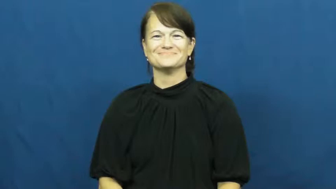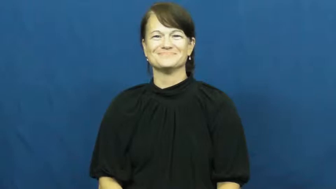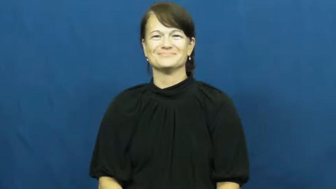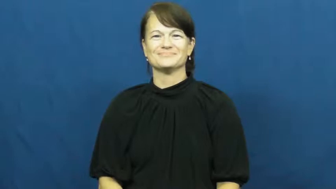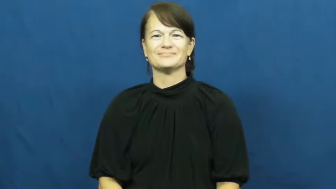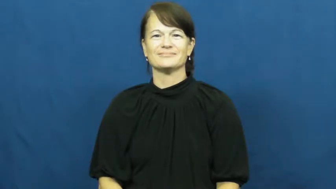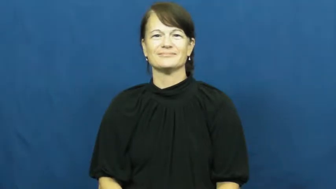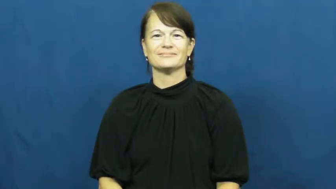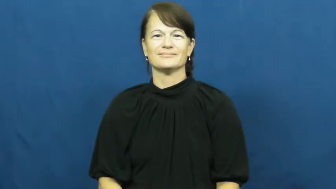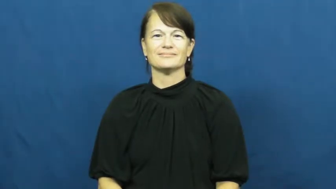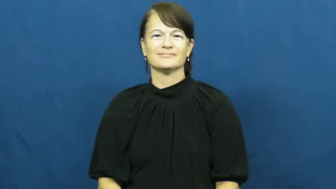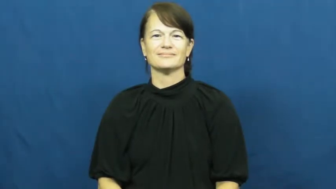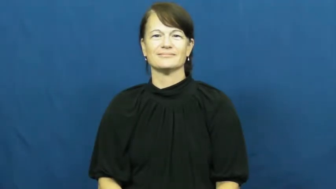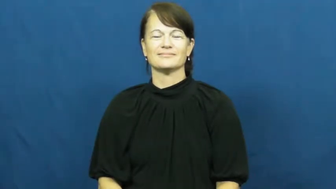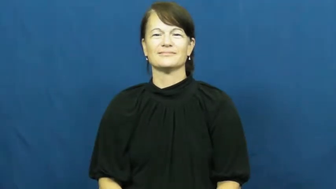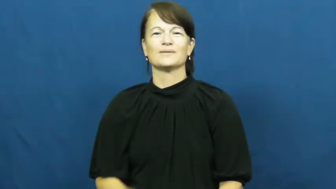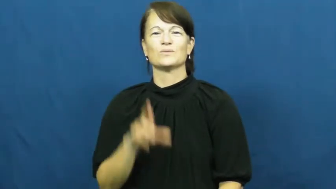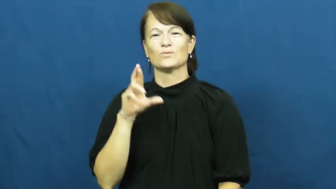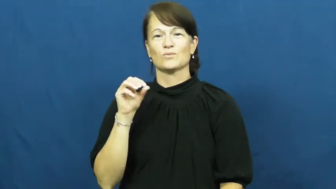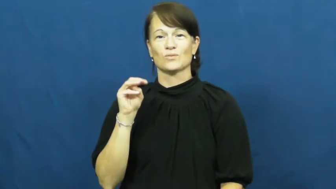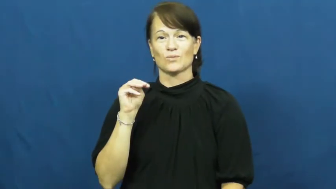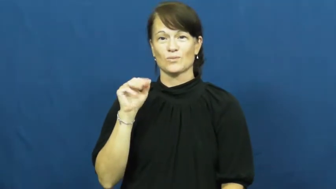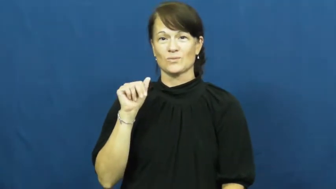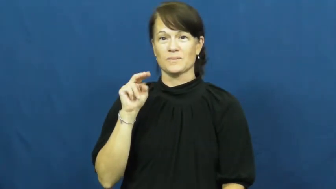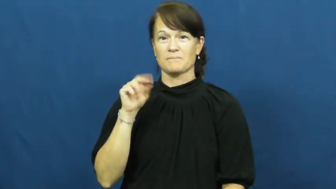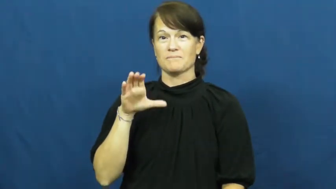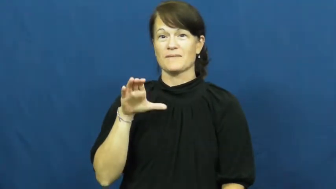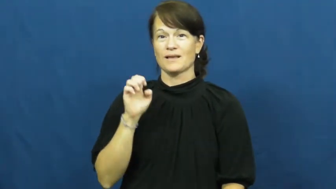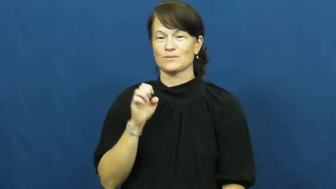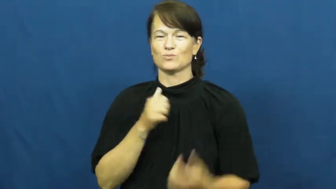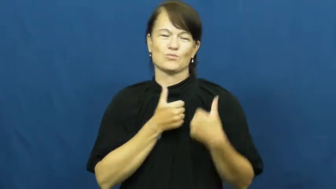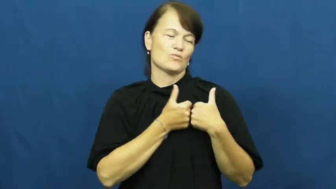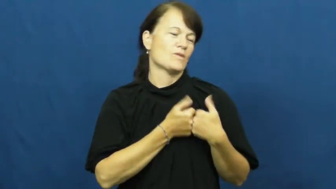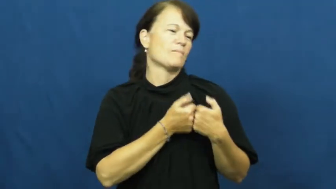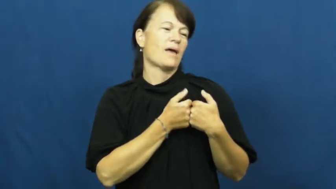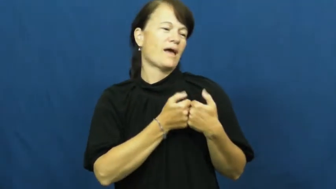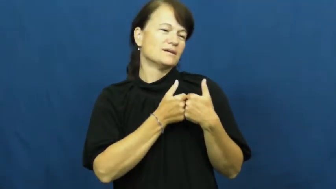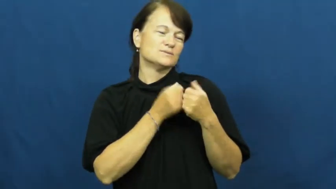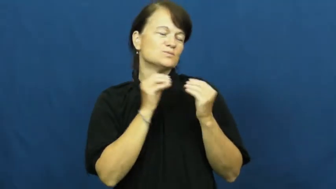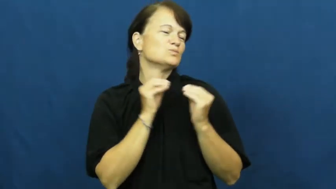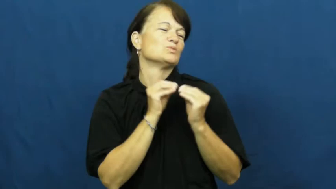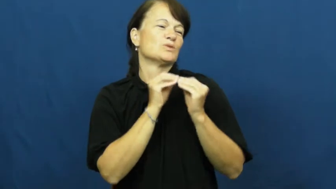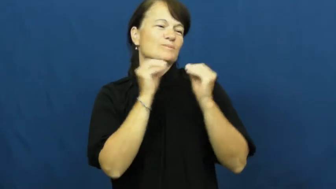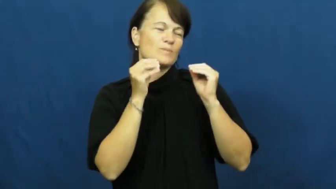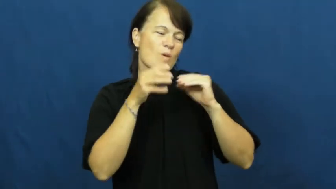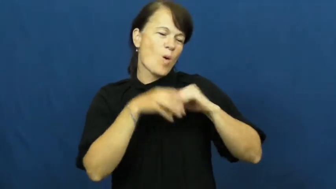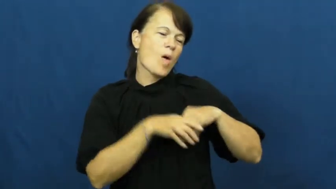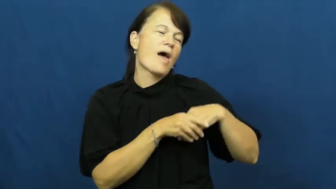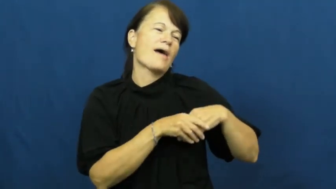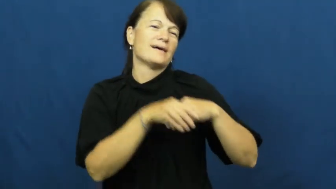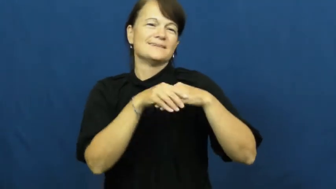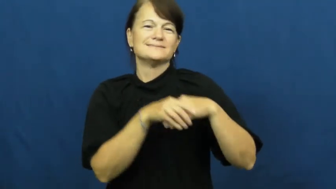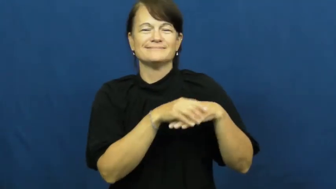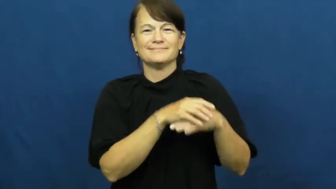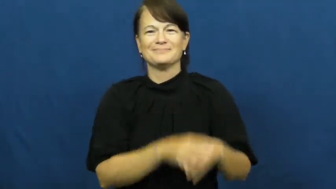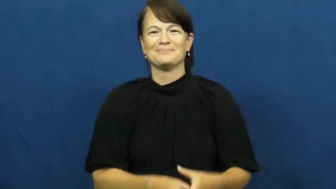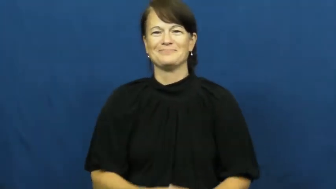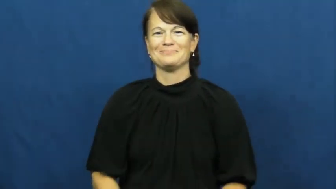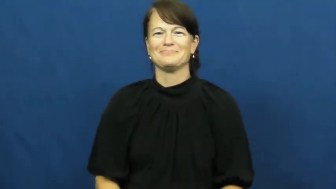romance